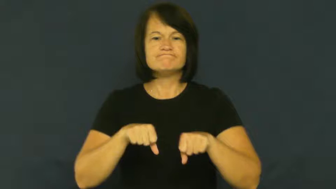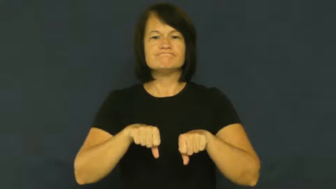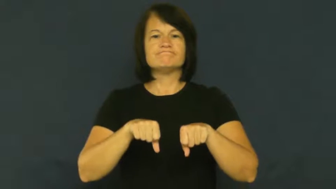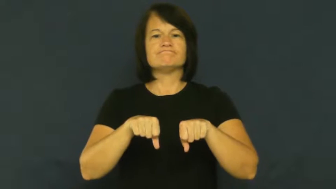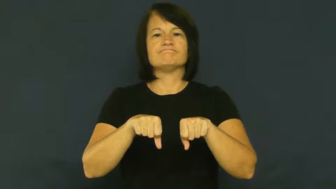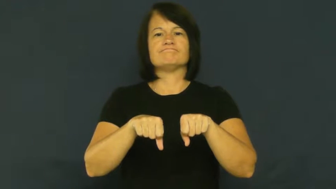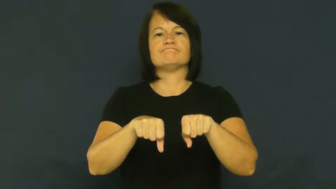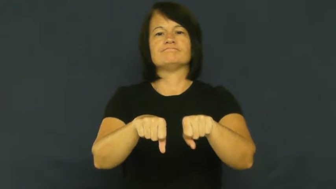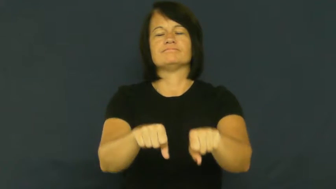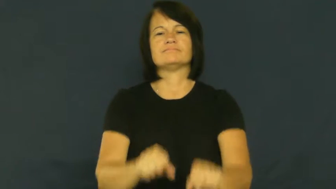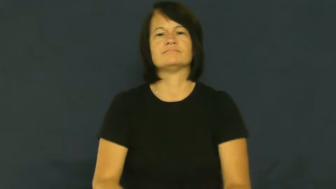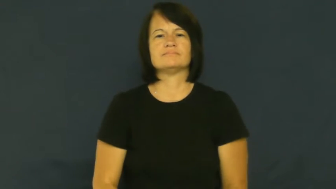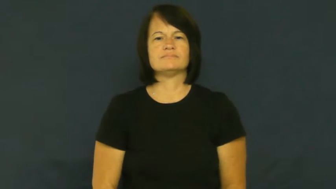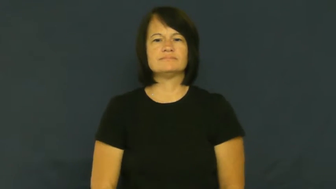cart